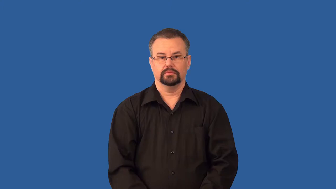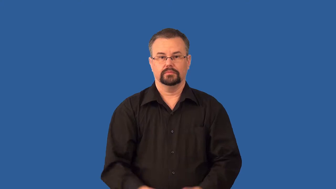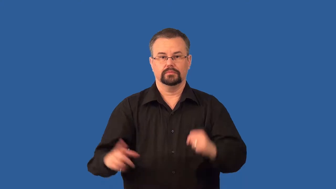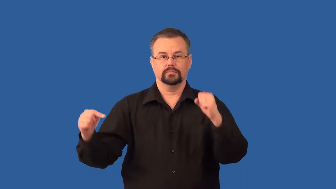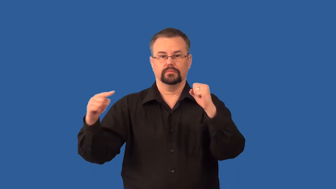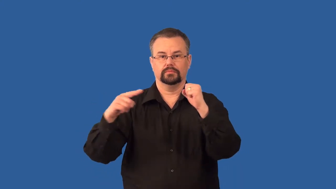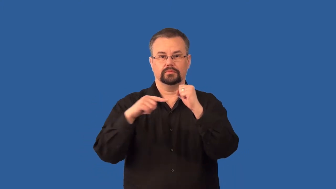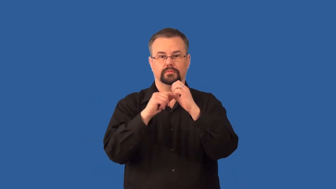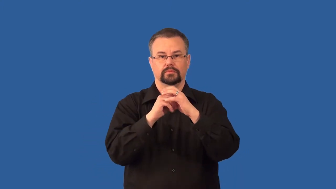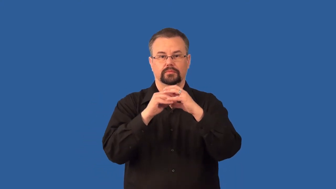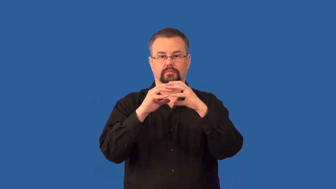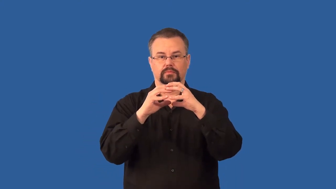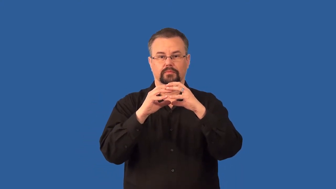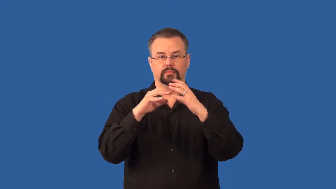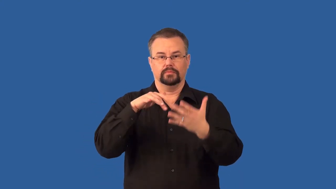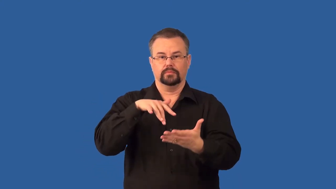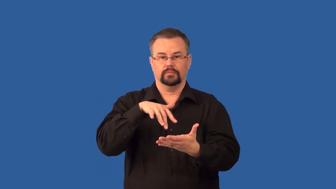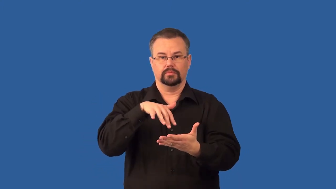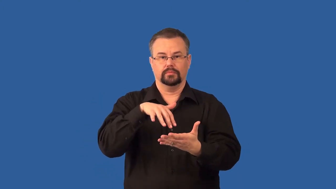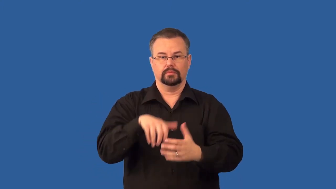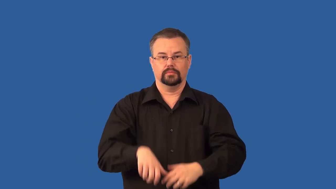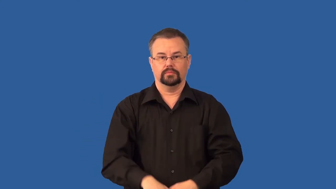embryology